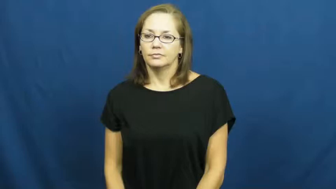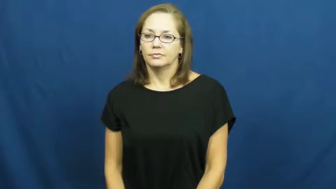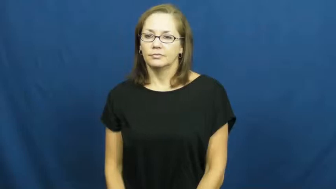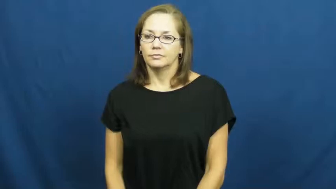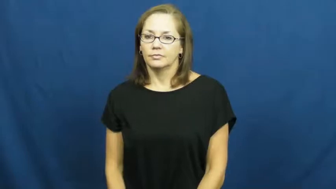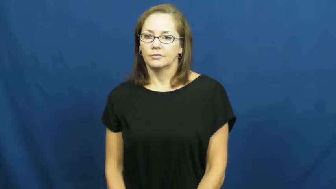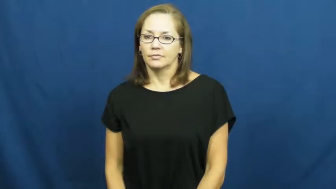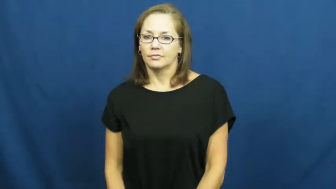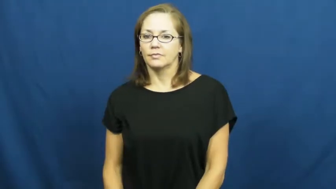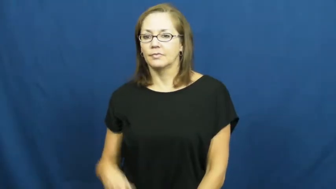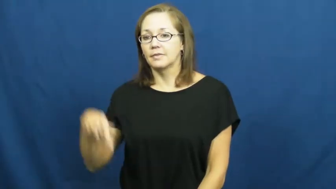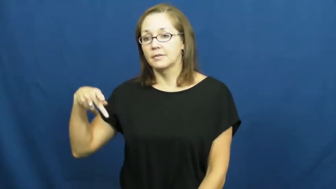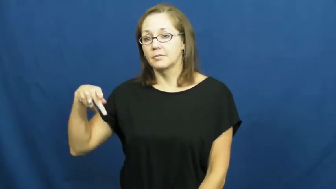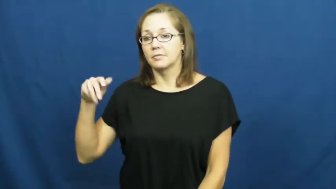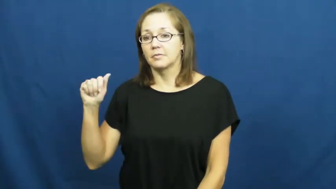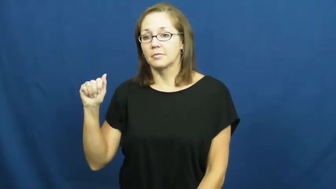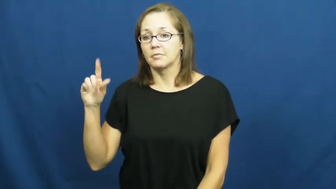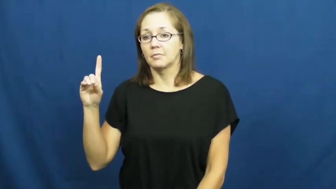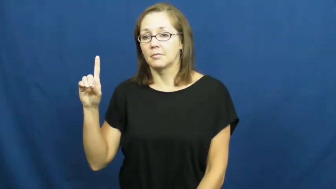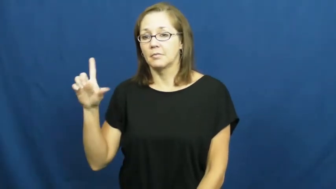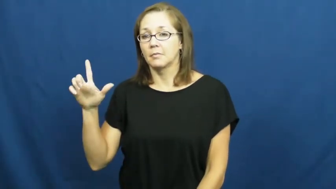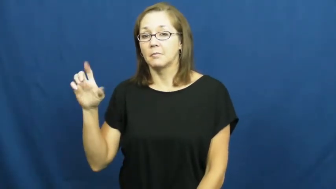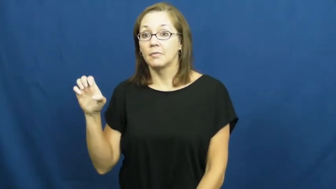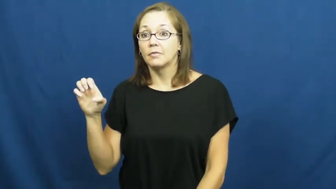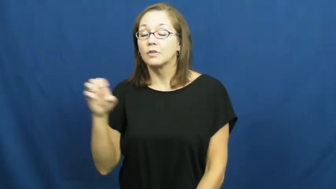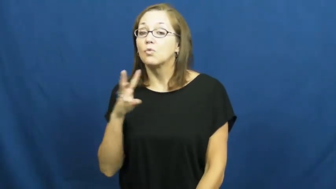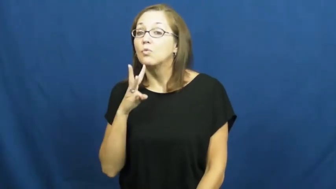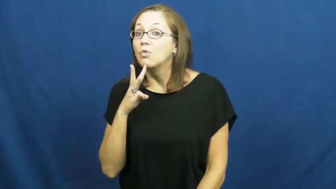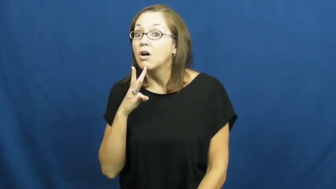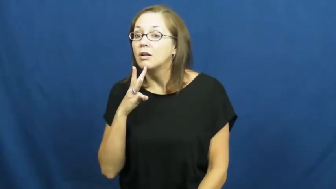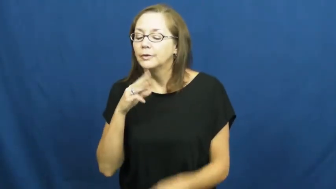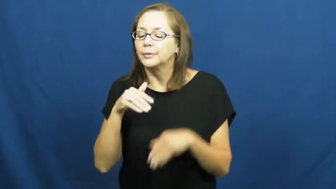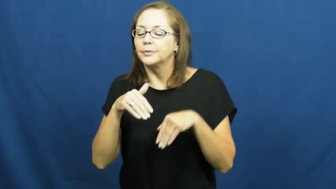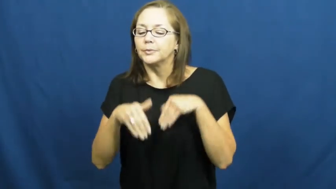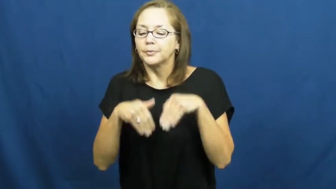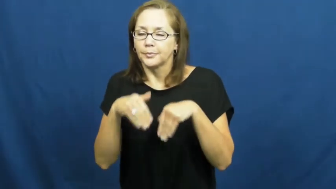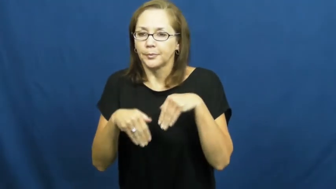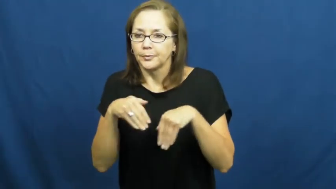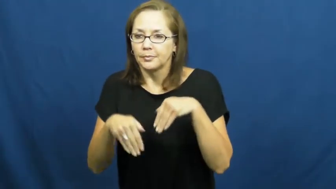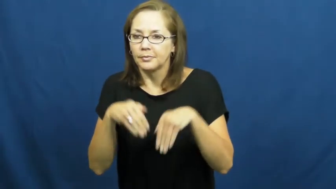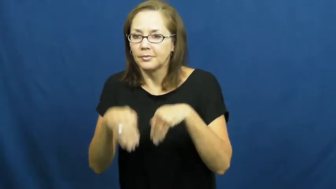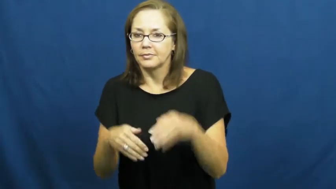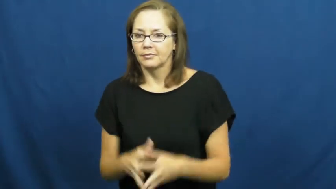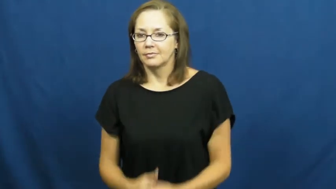paddle-dog